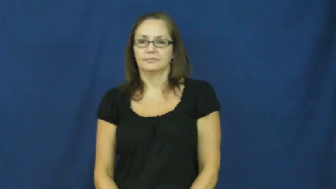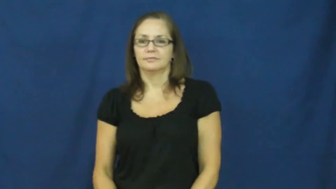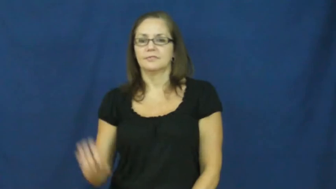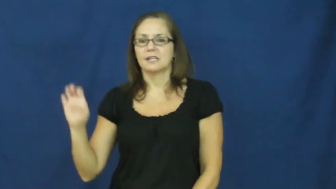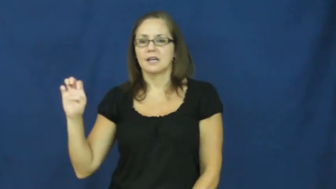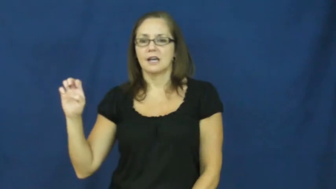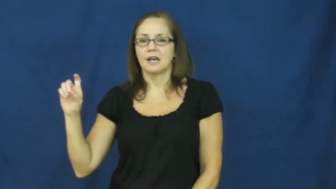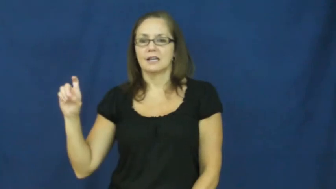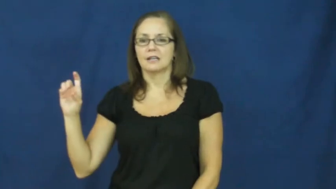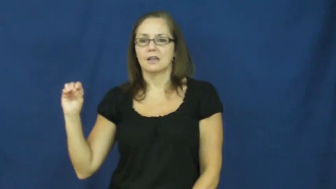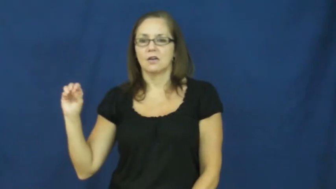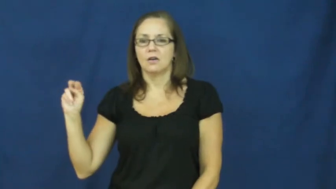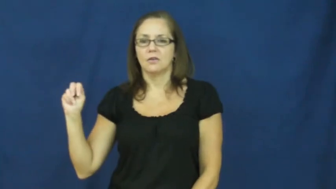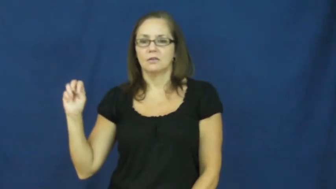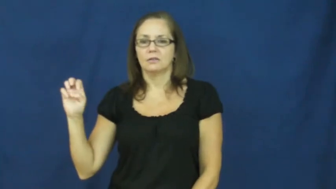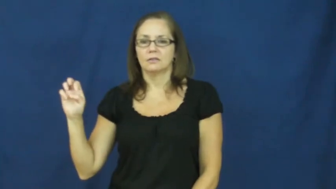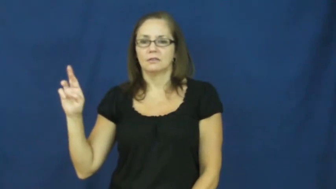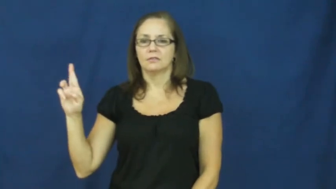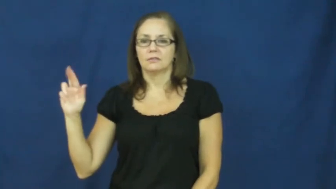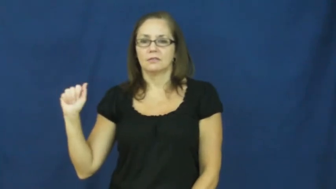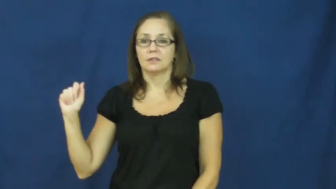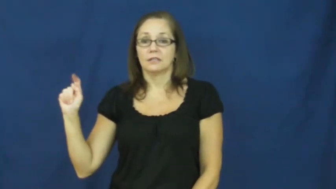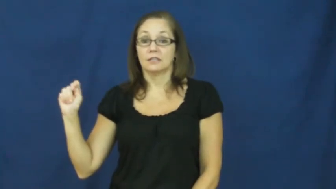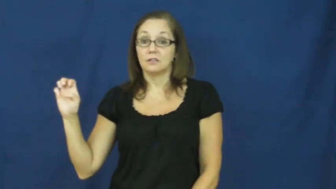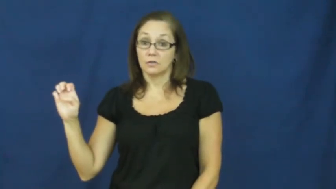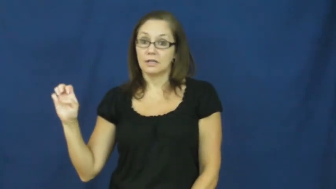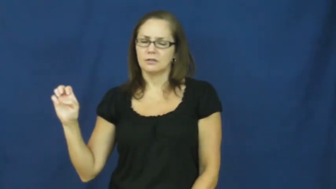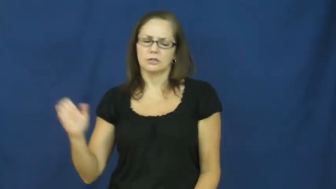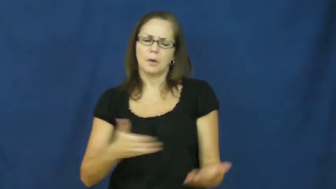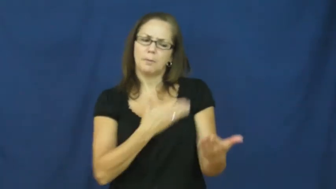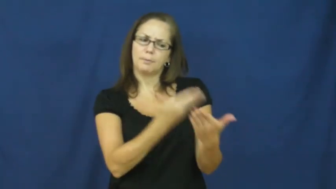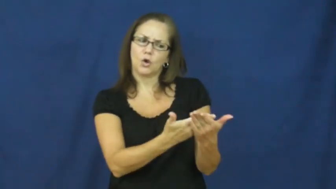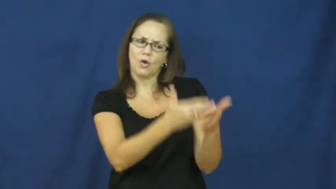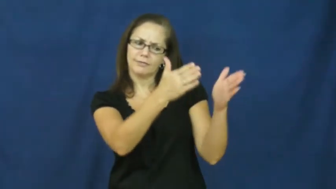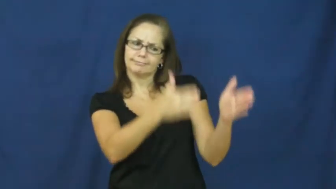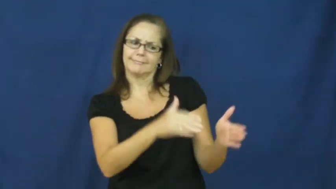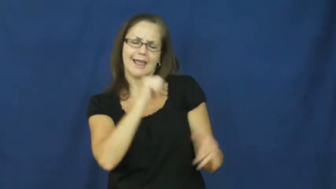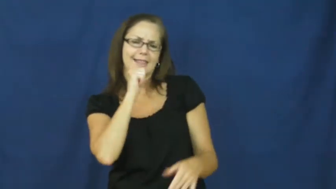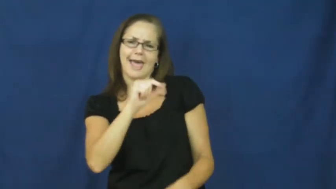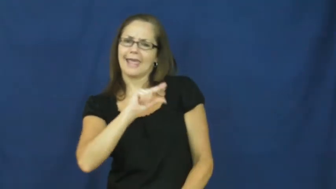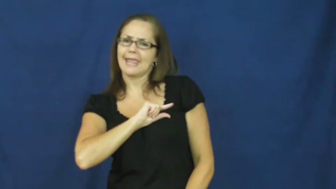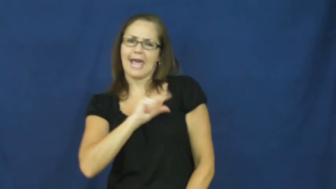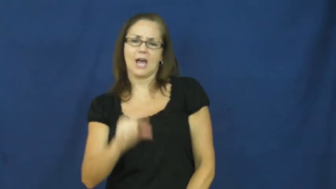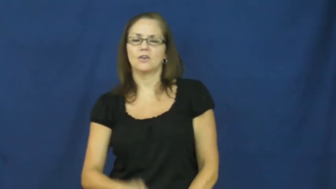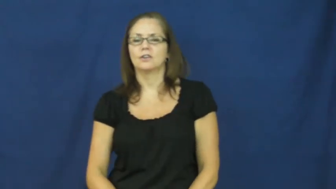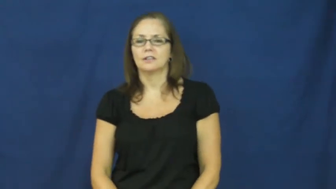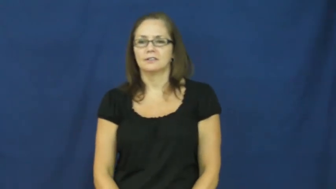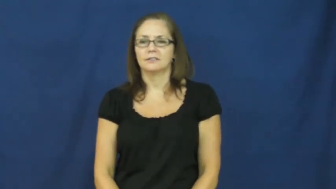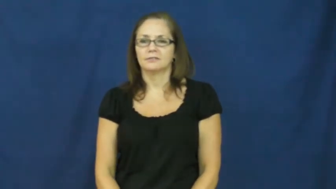exonerate